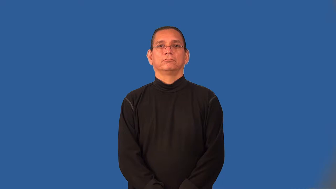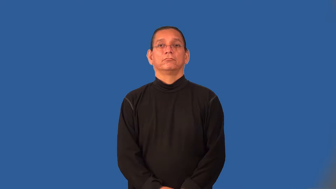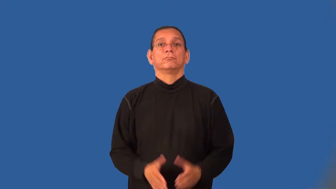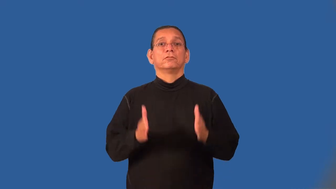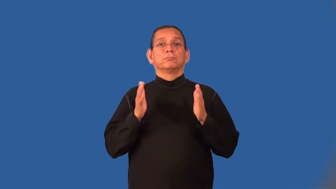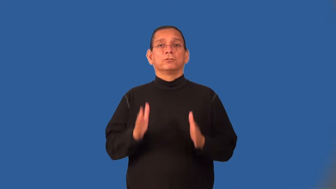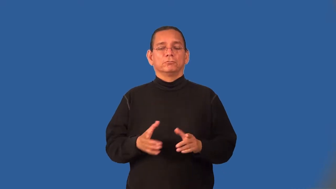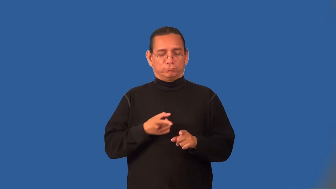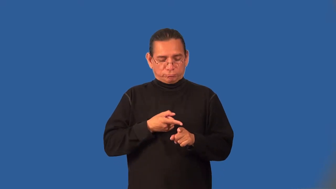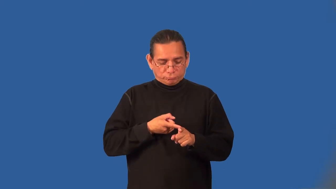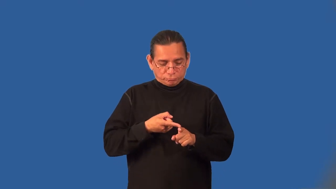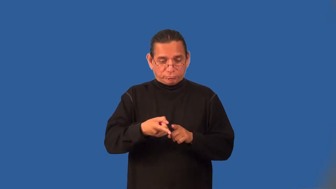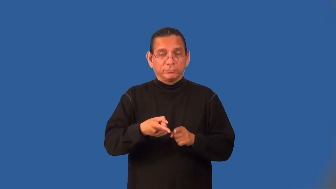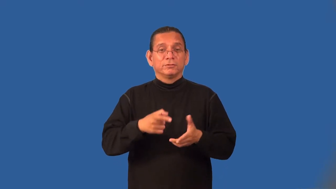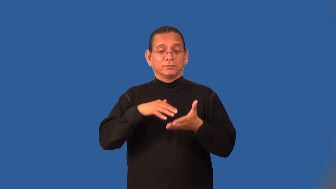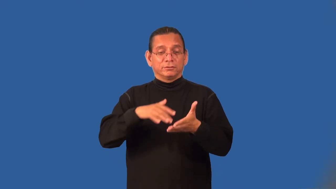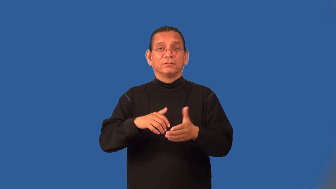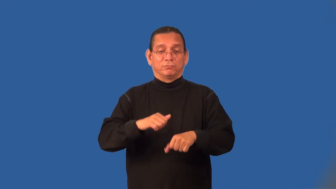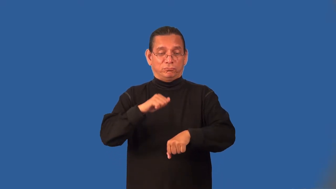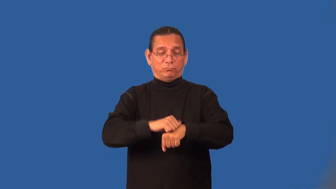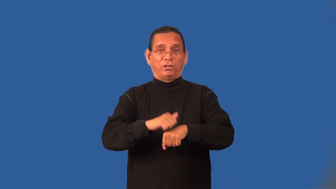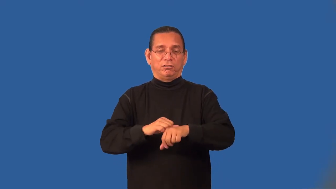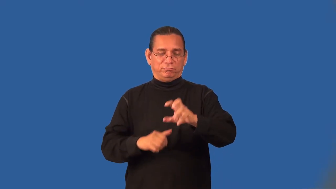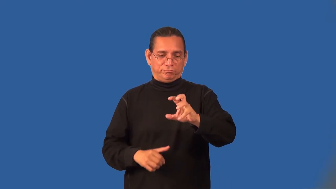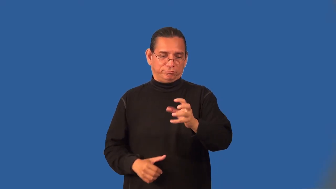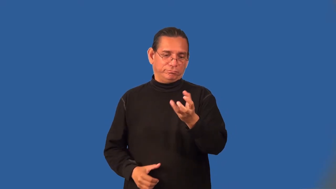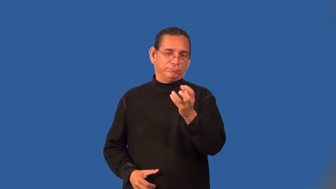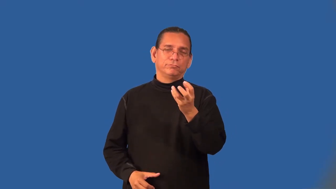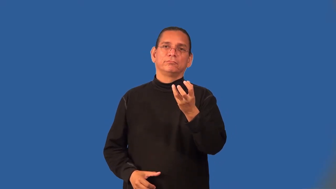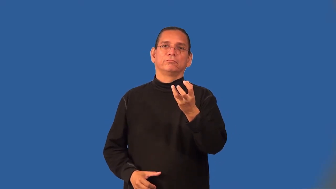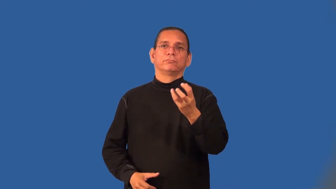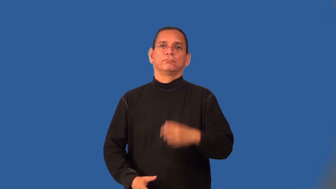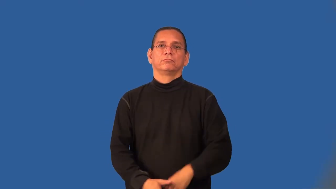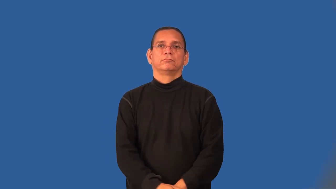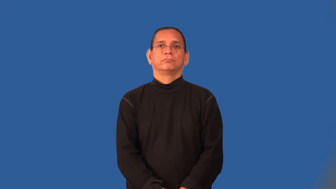mineralogist